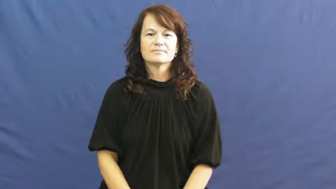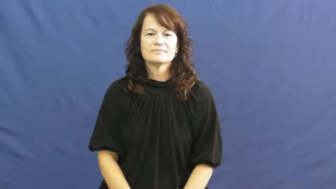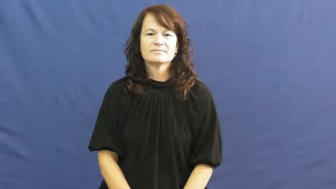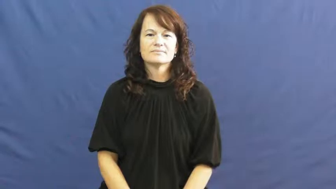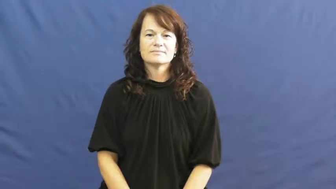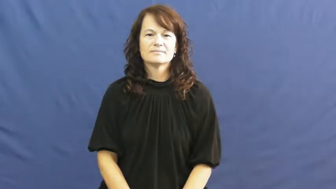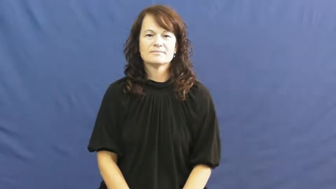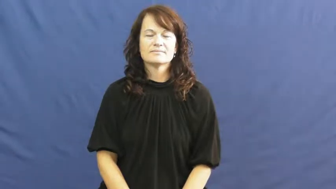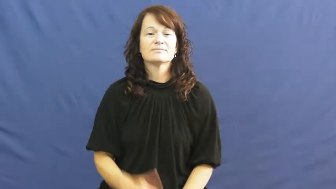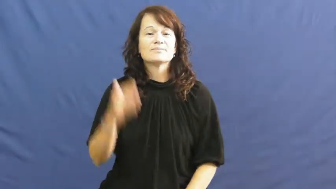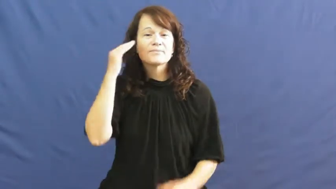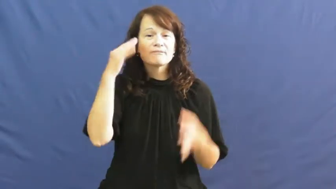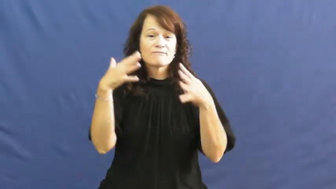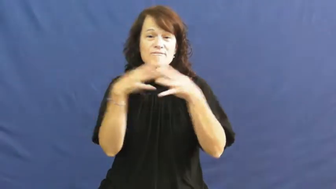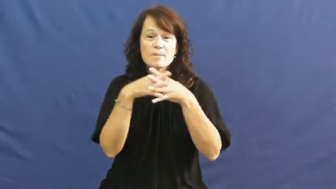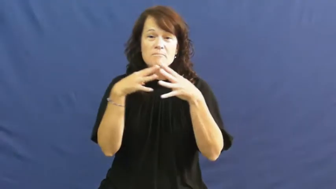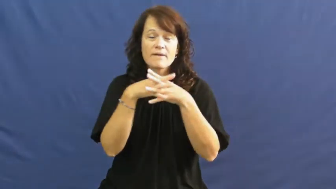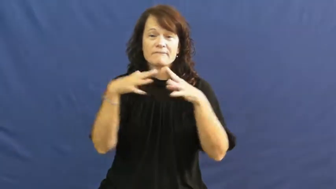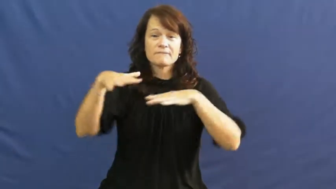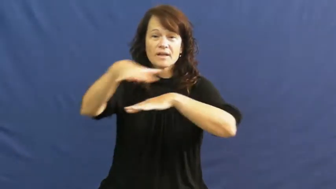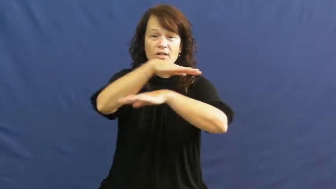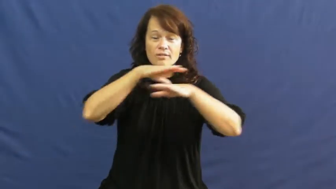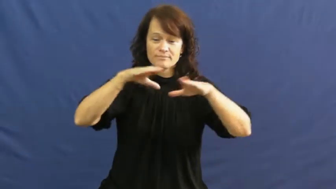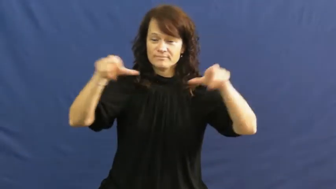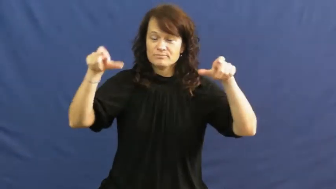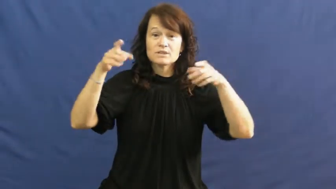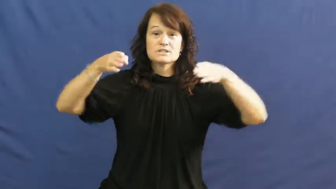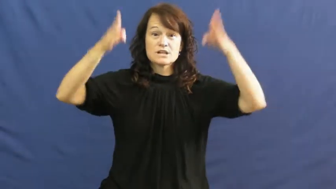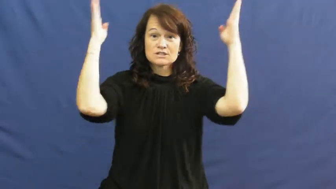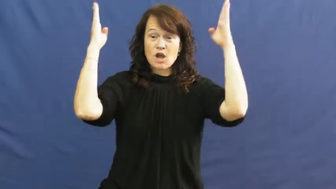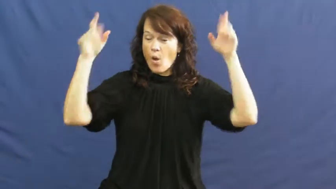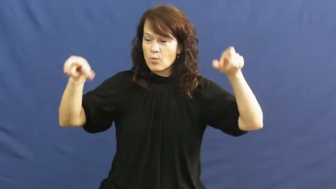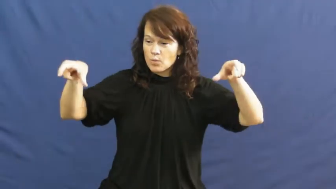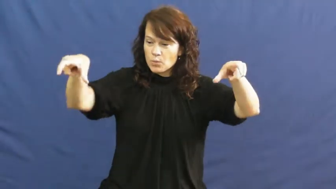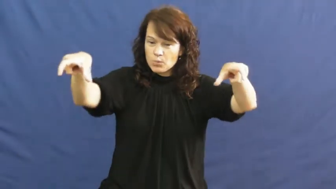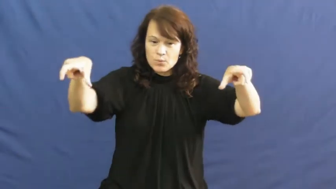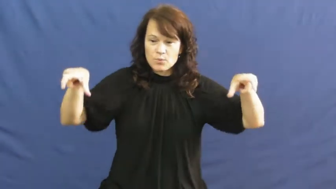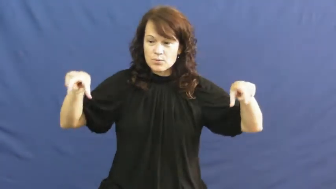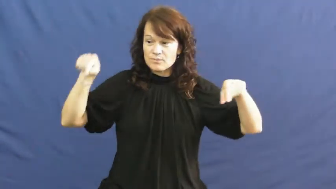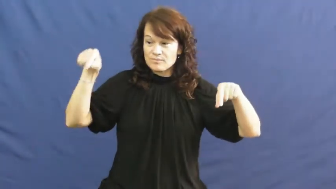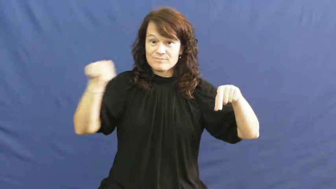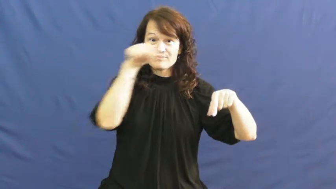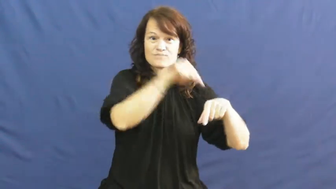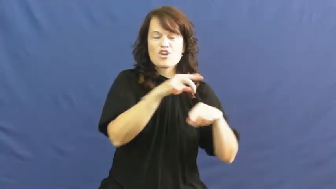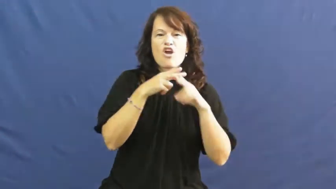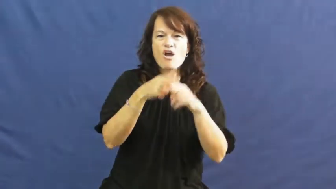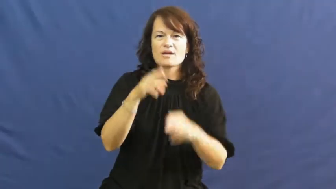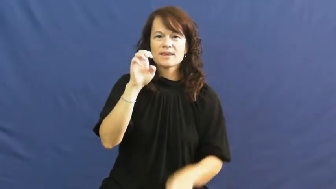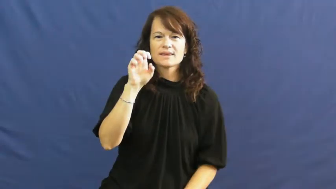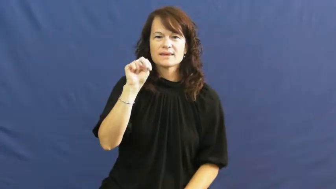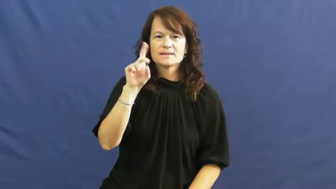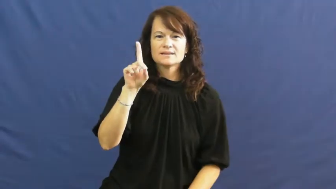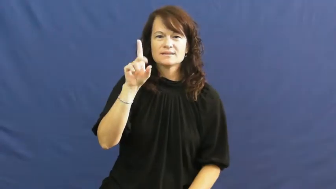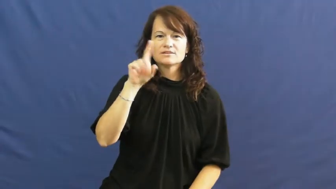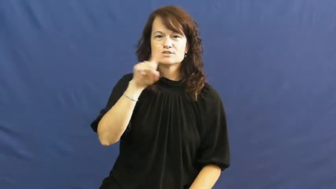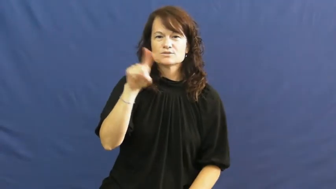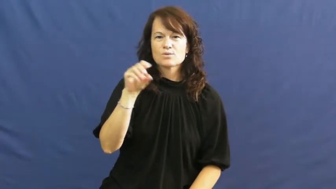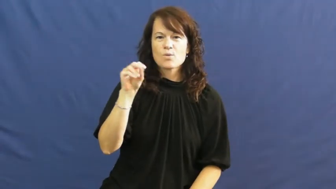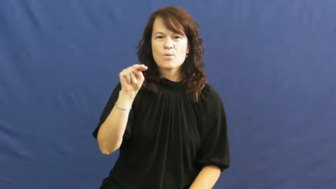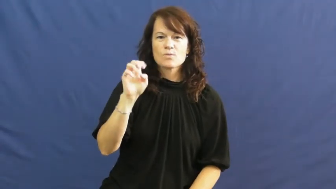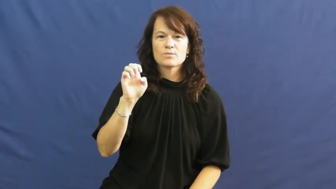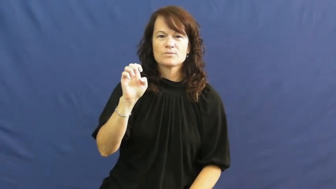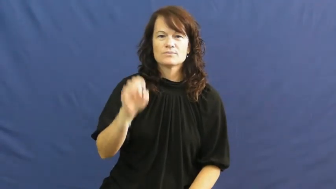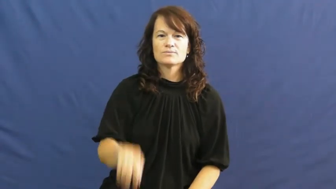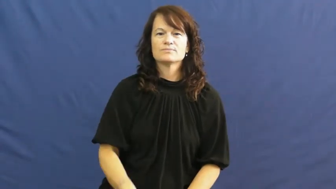endzone